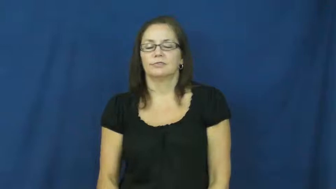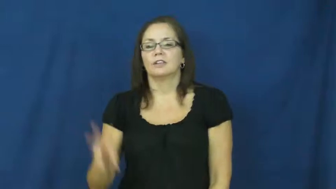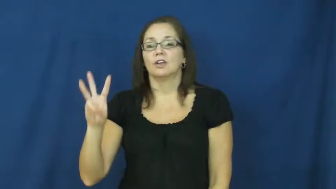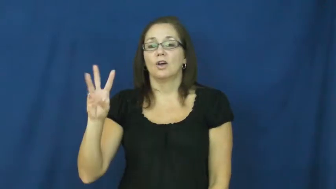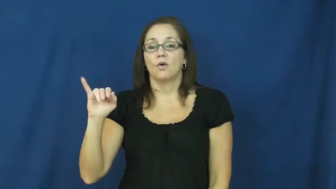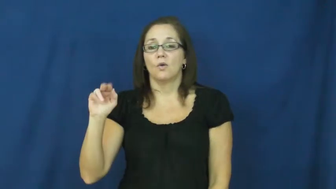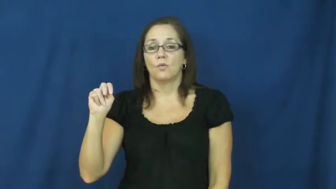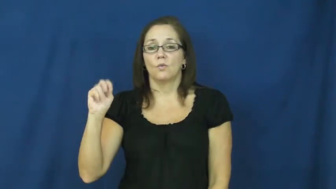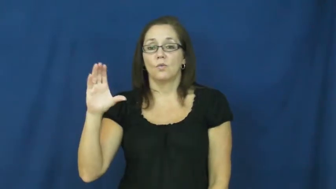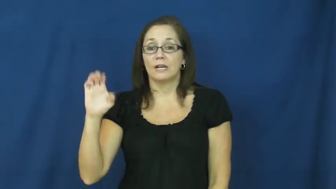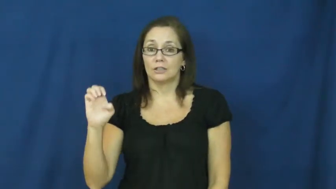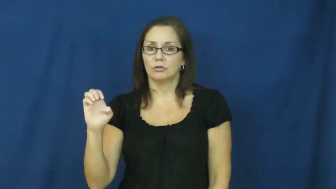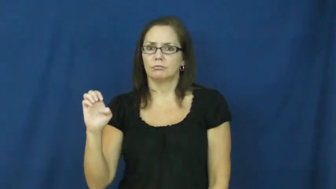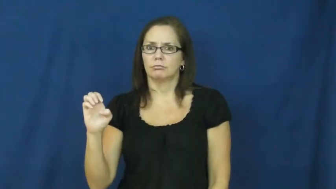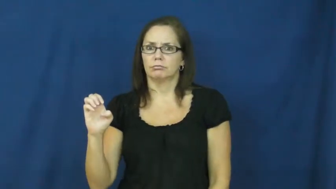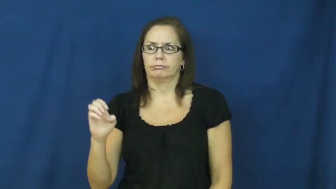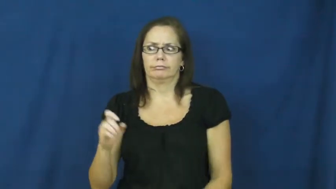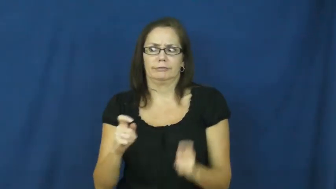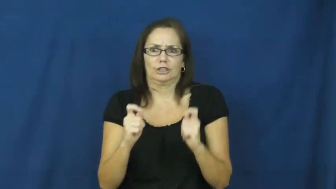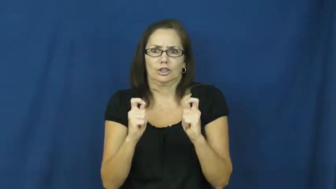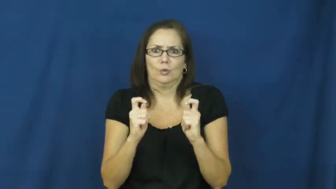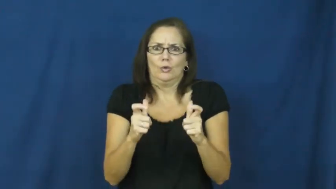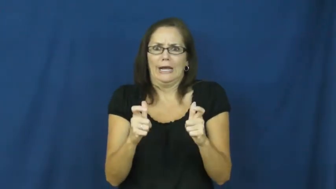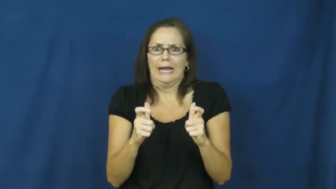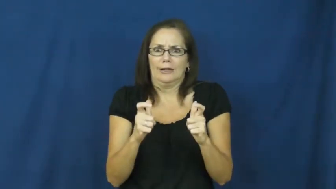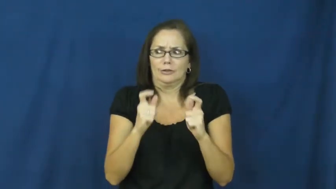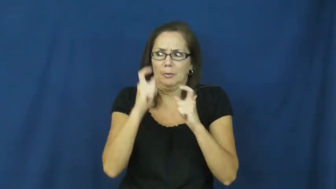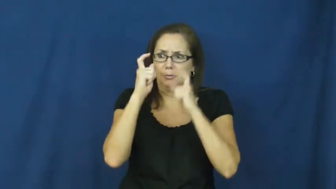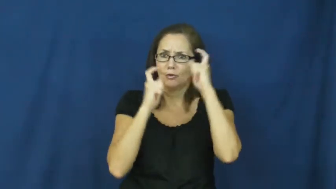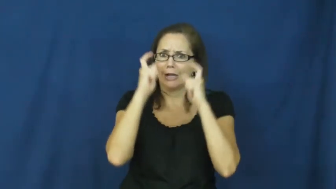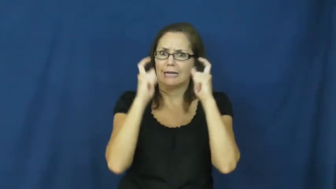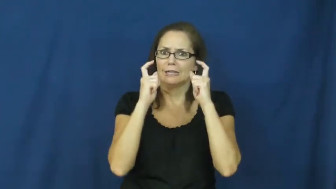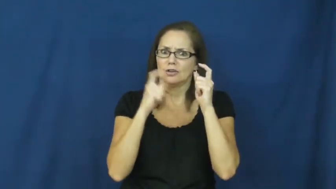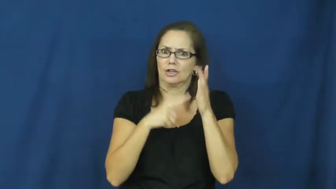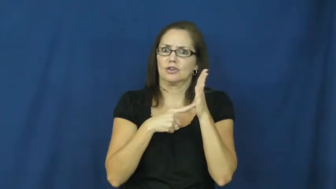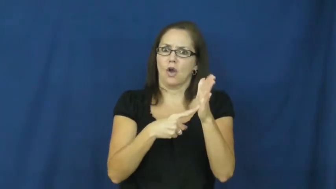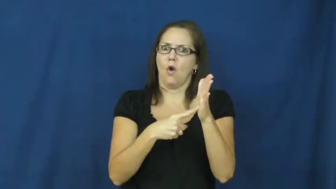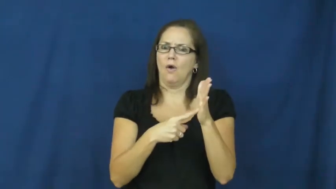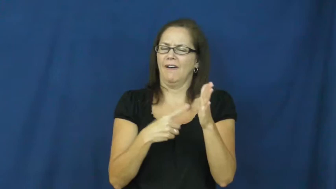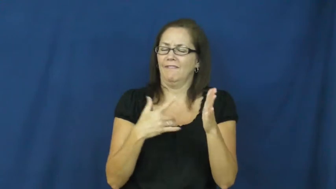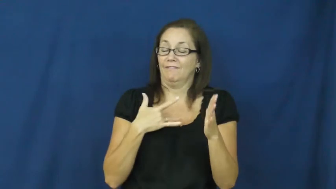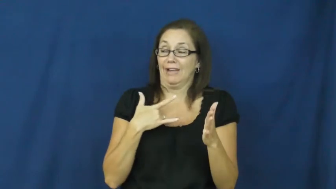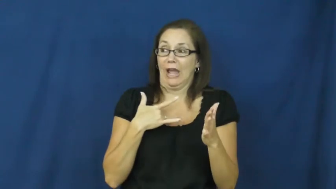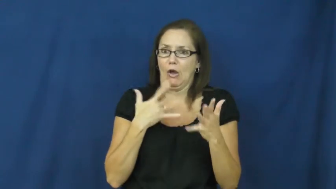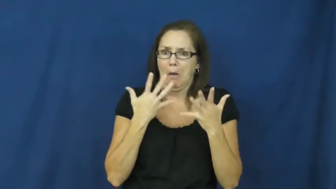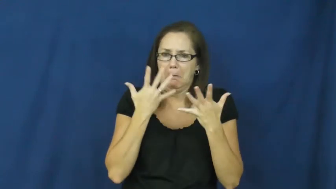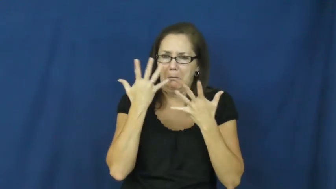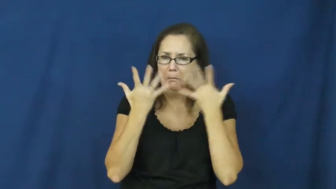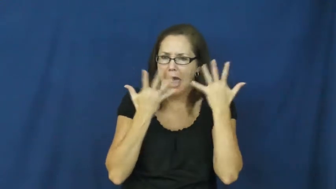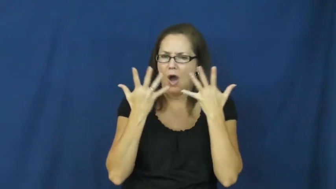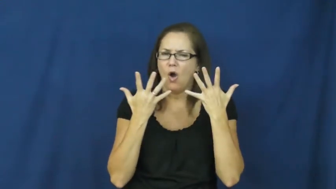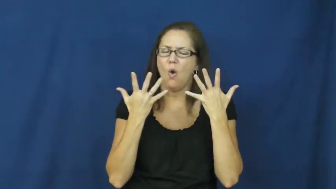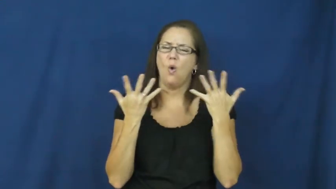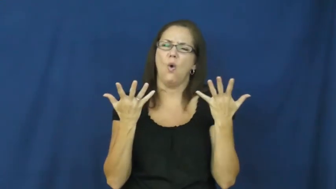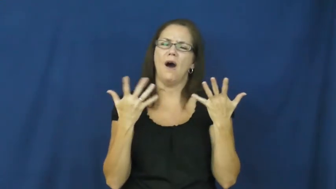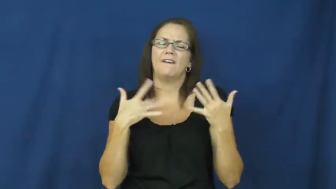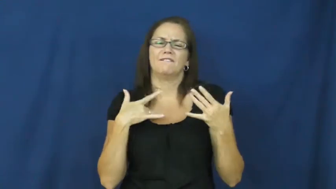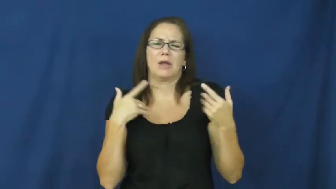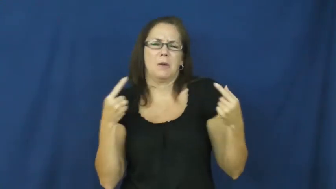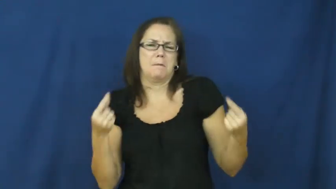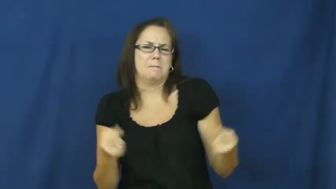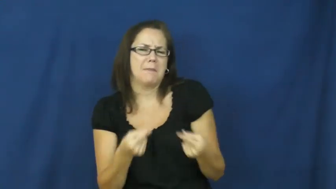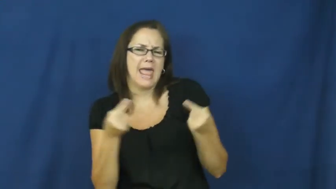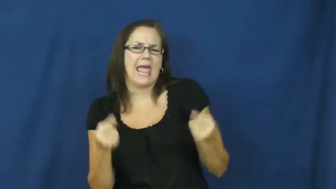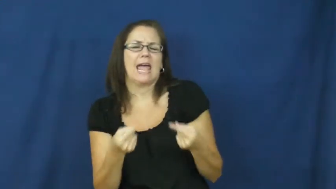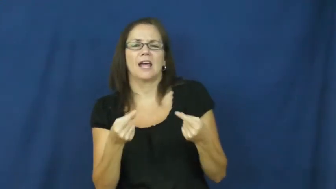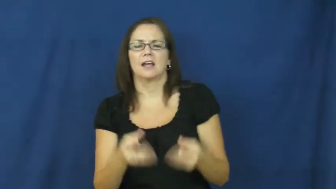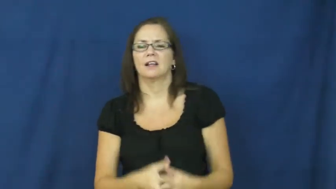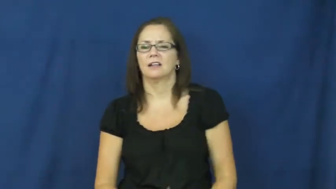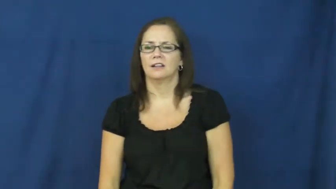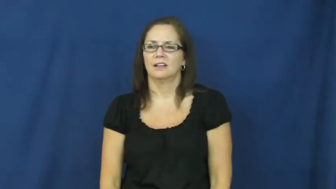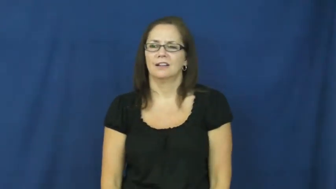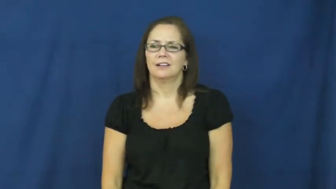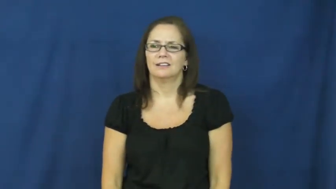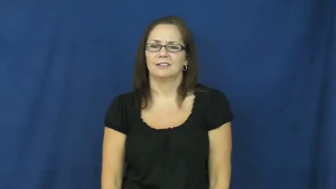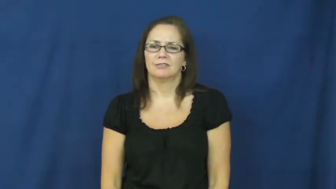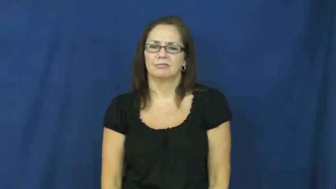wince